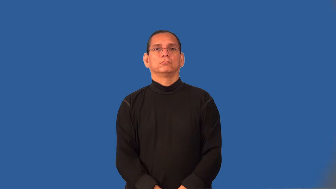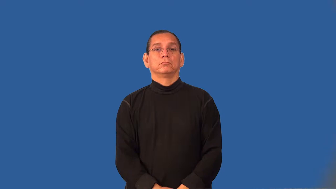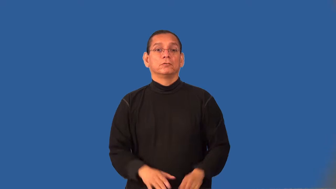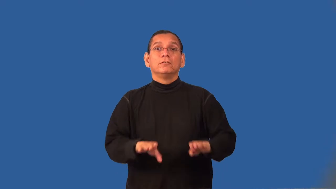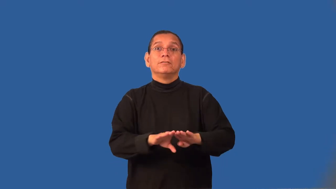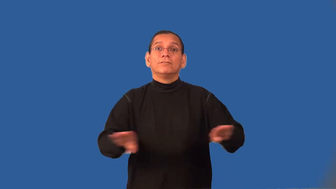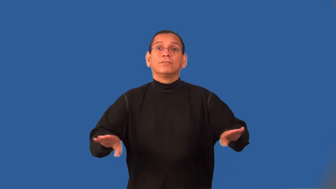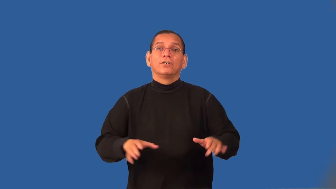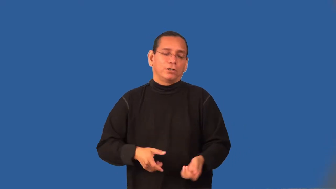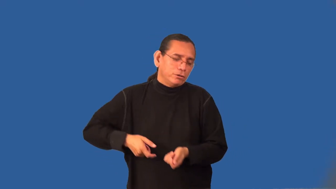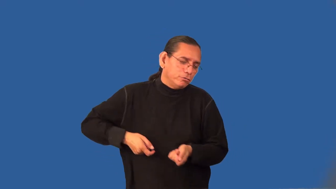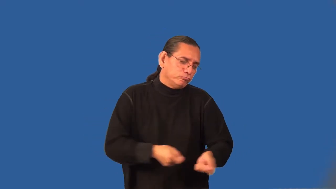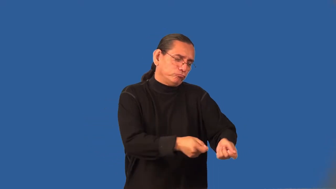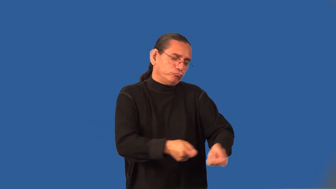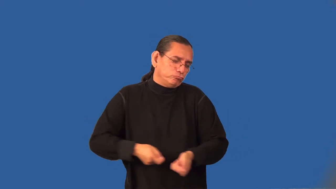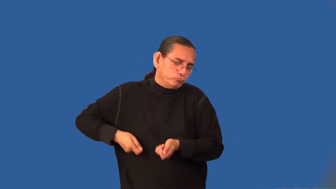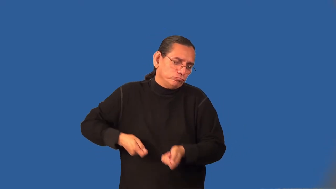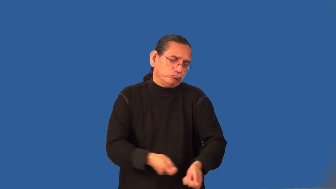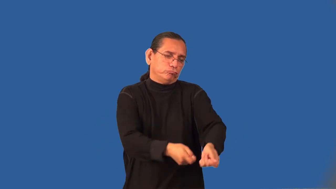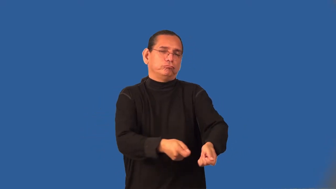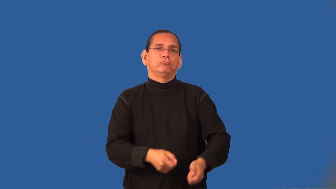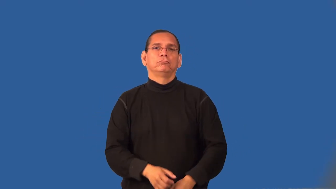swab-verb